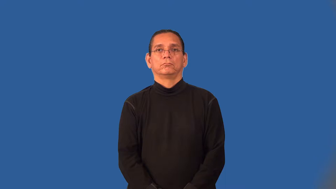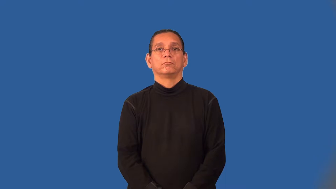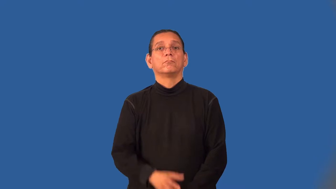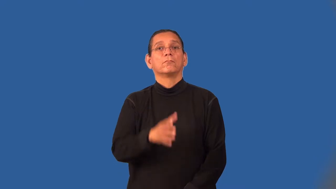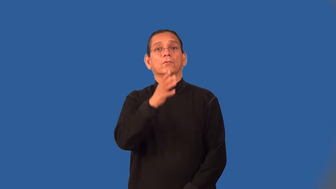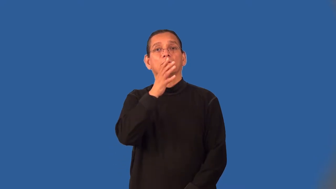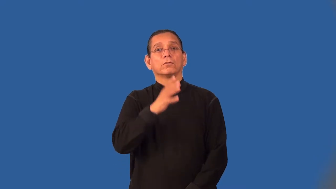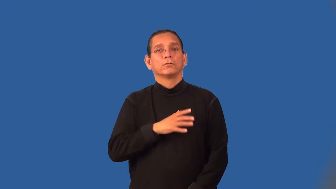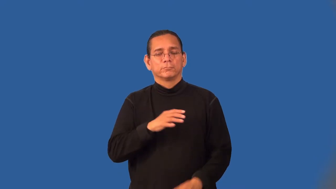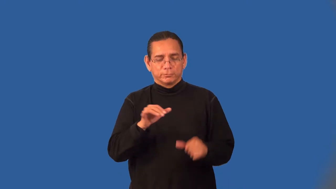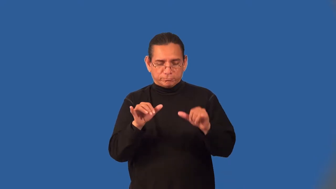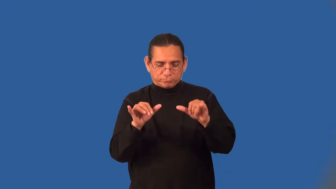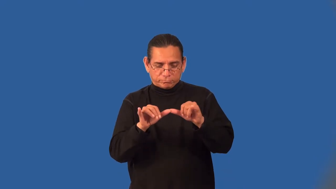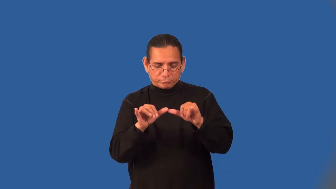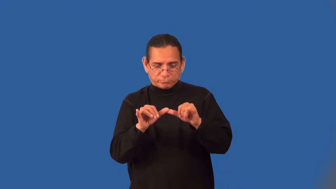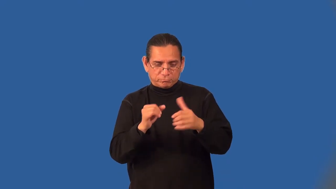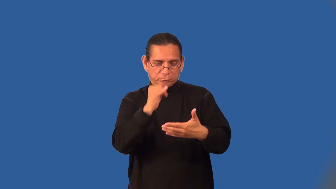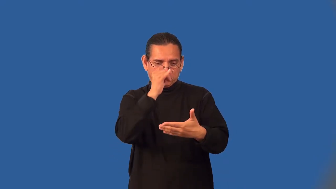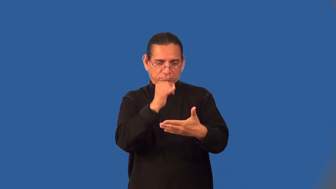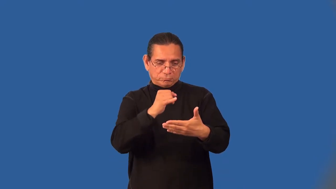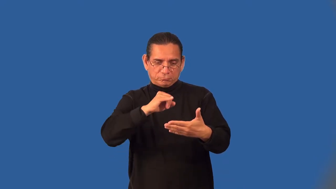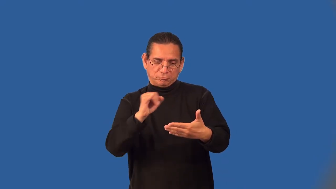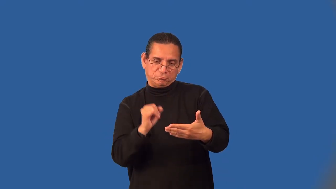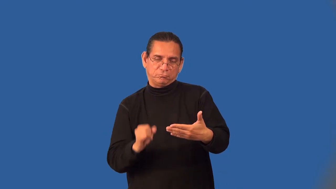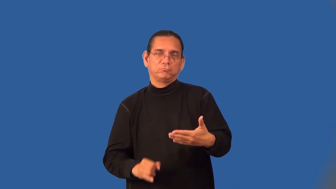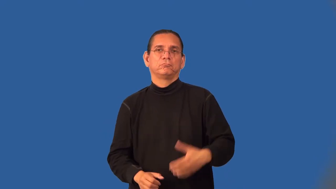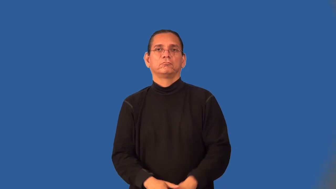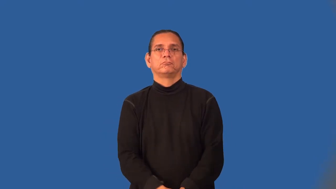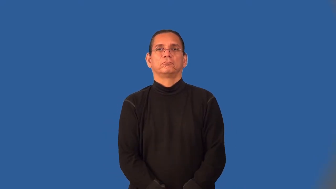draftswoman